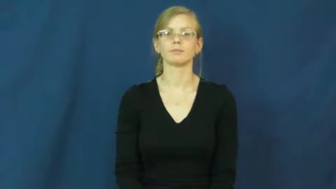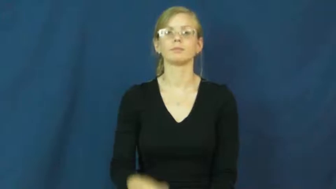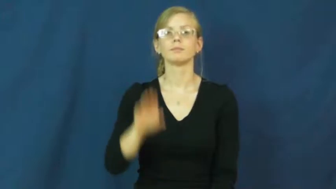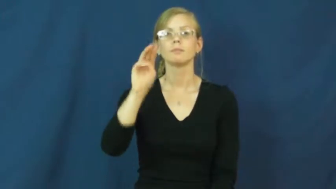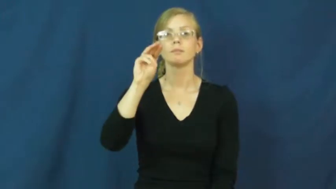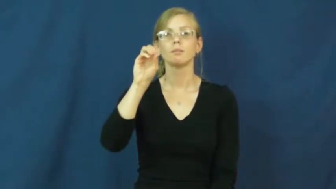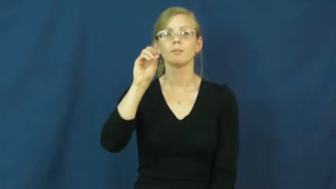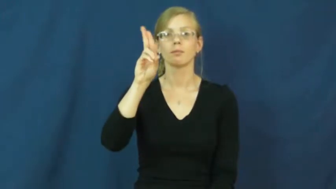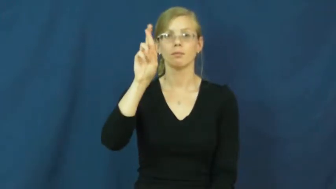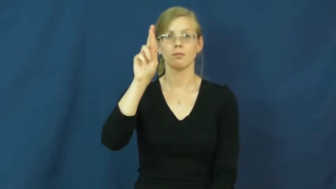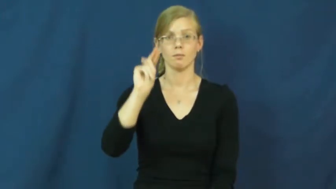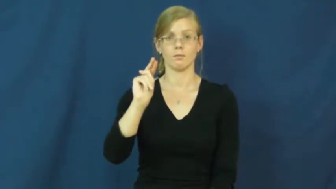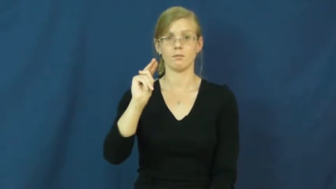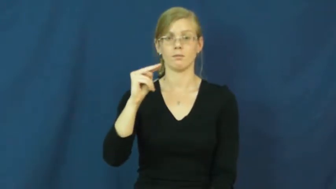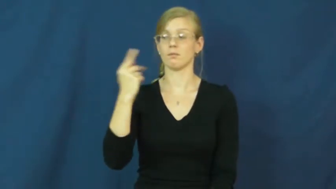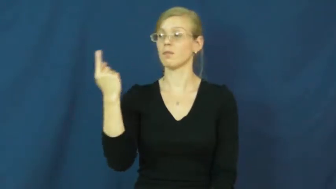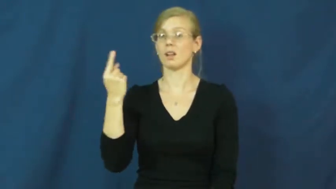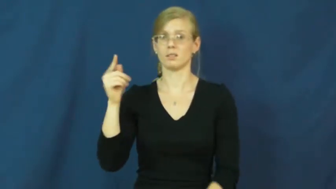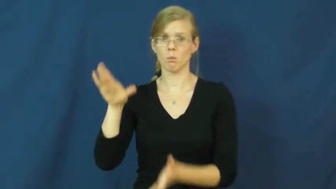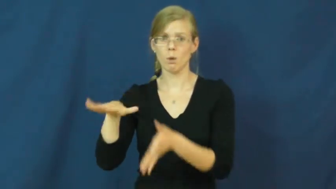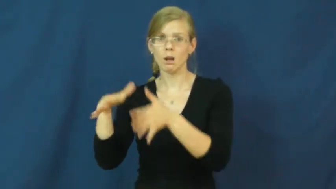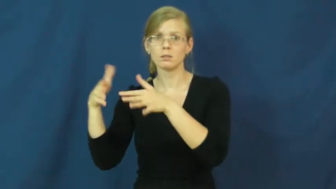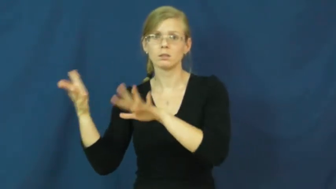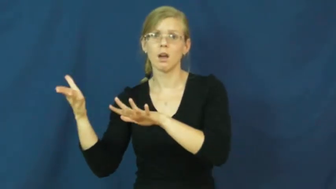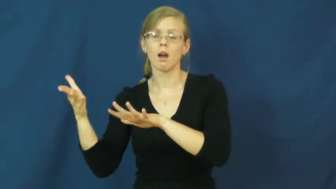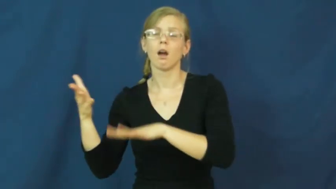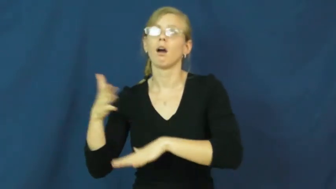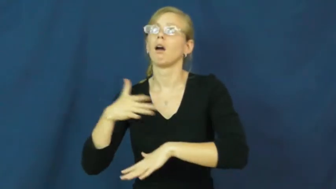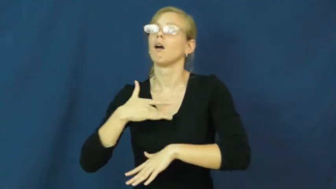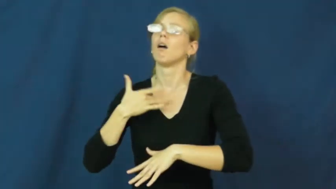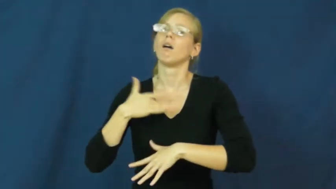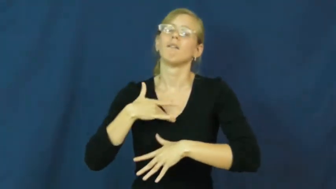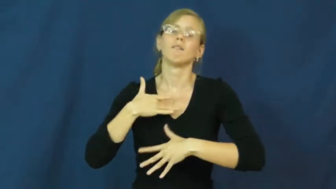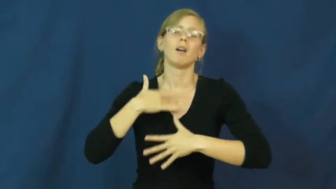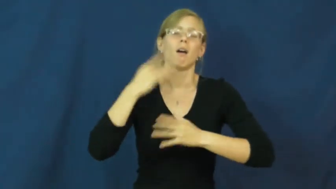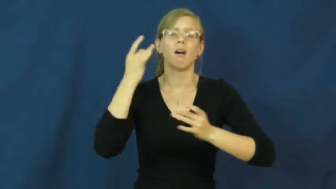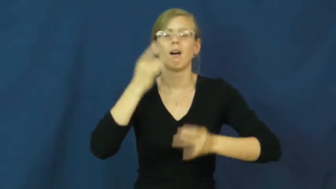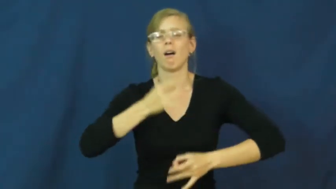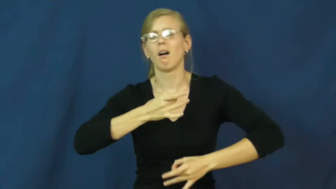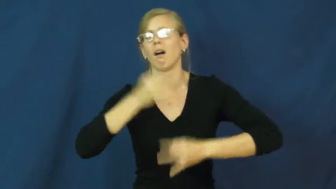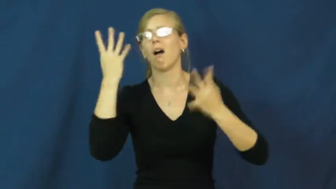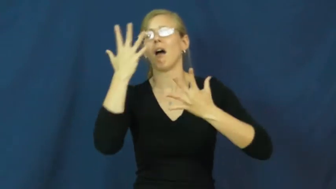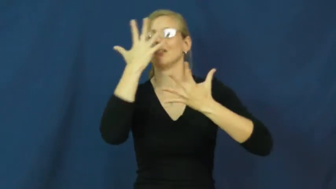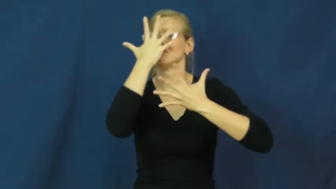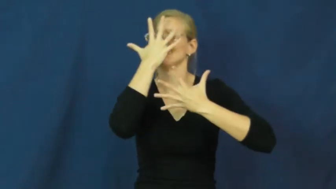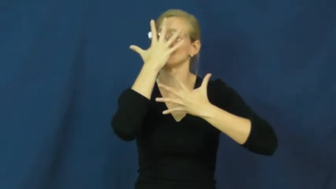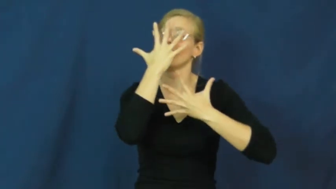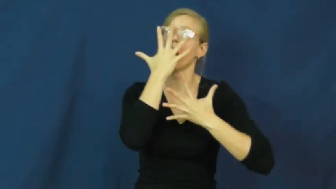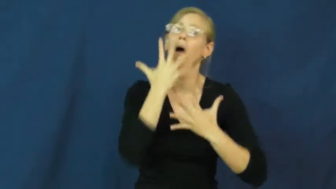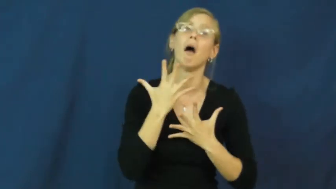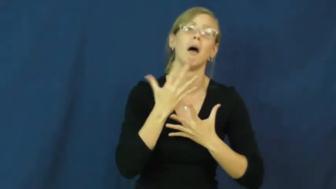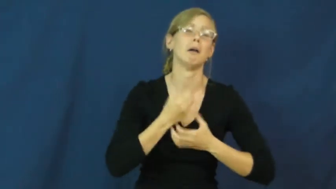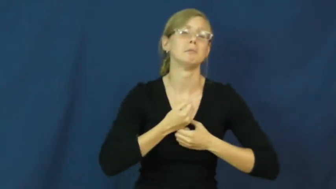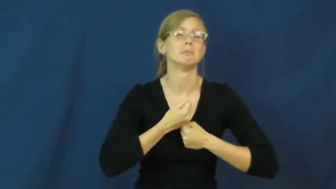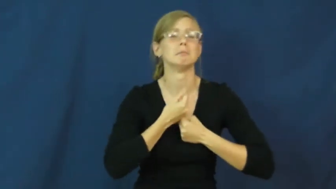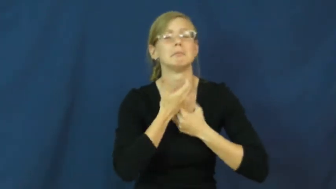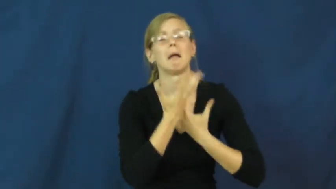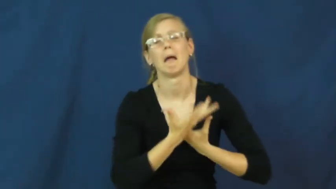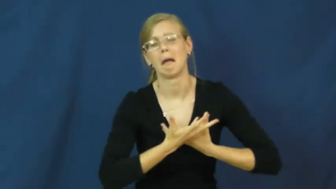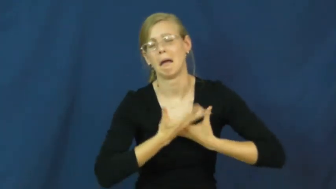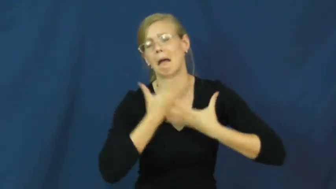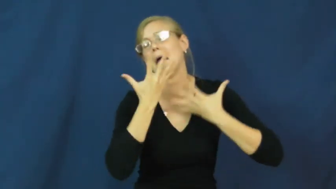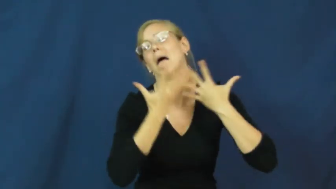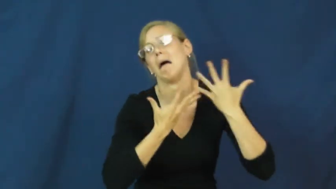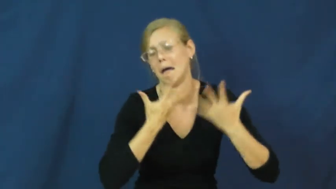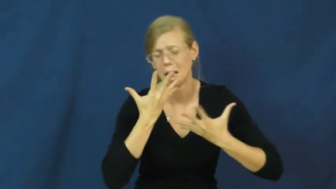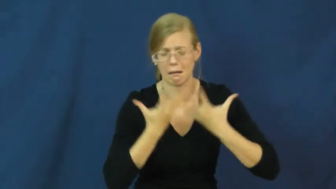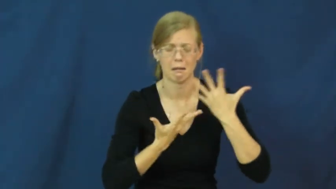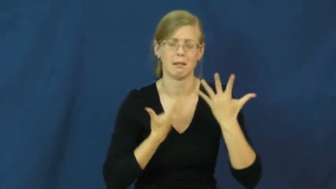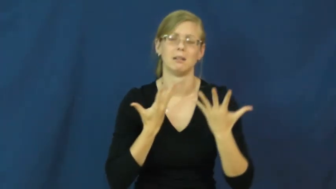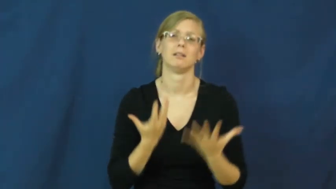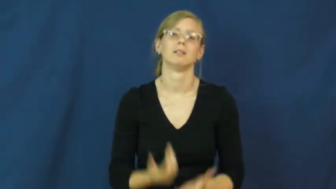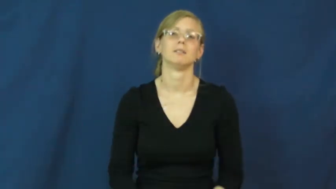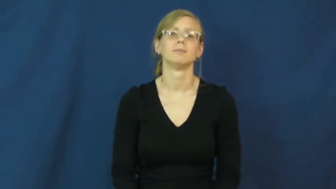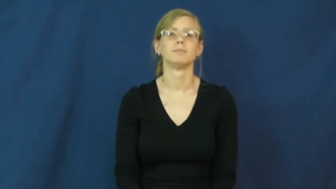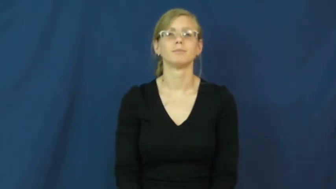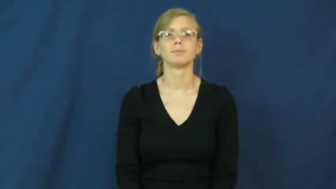mourn